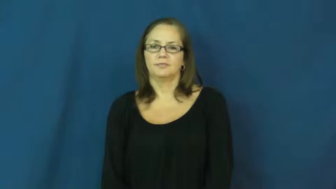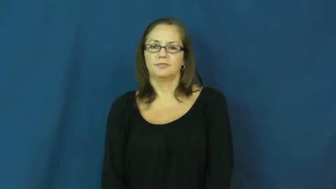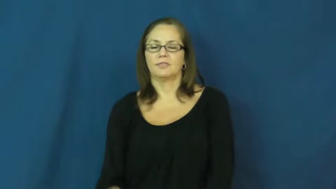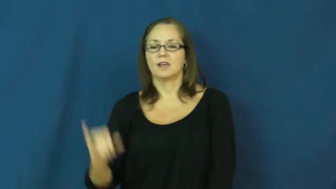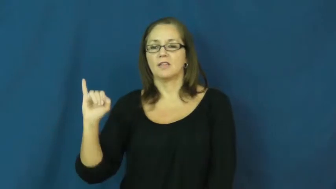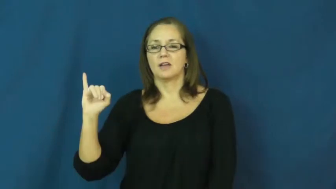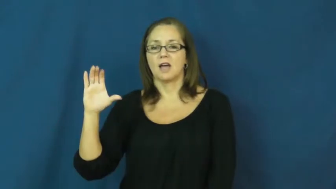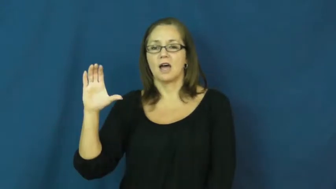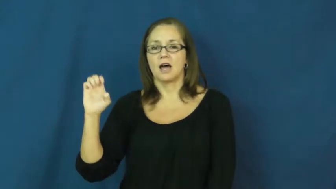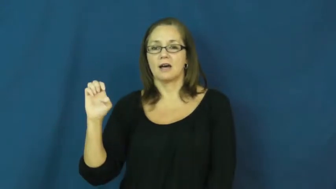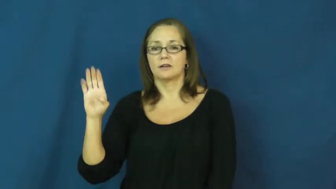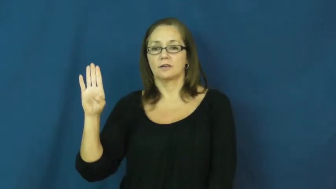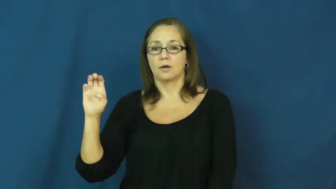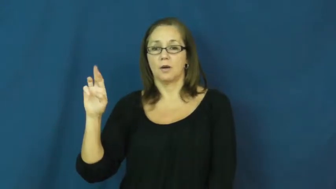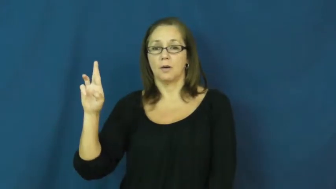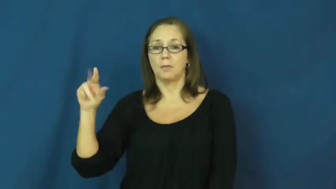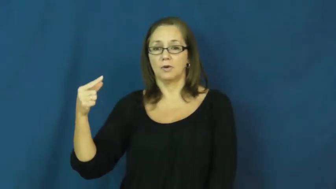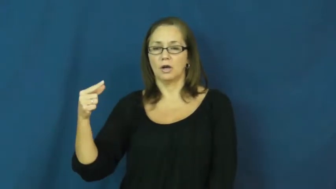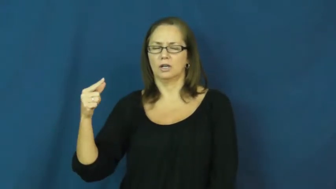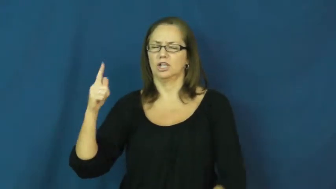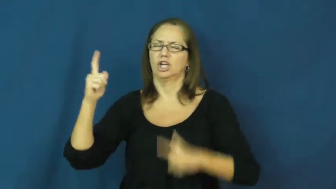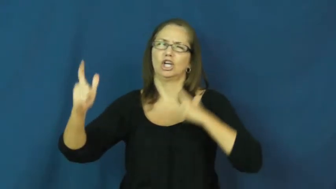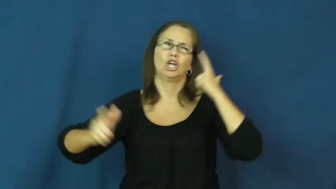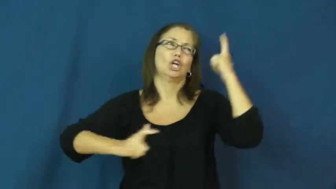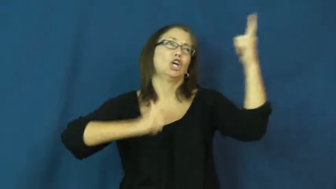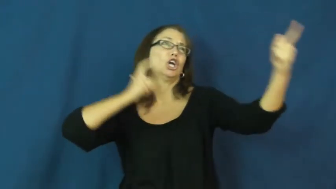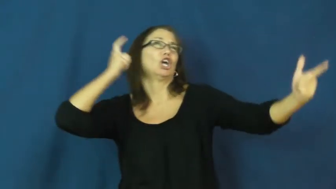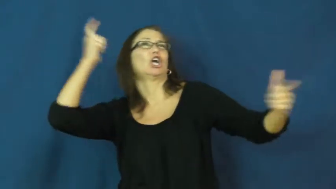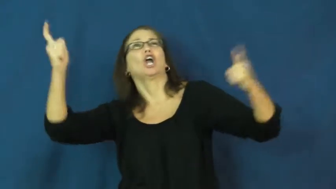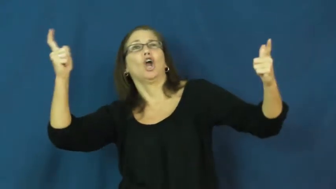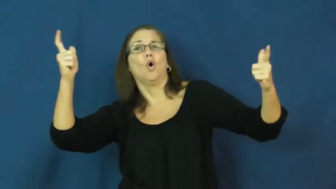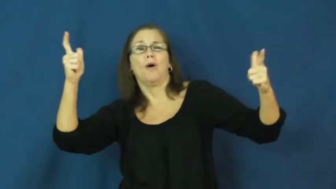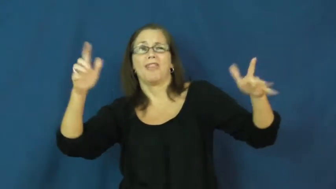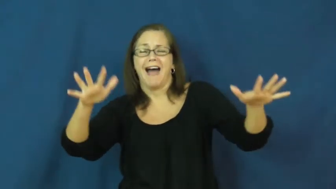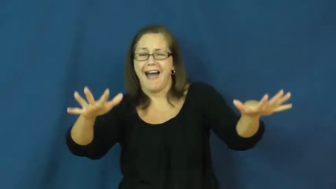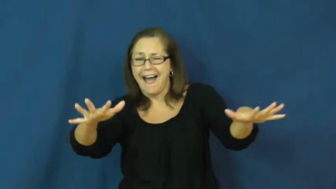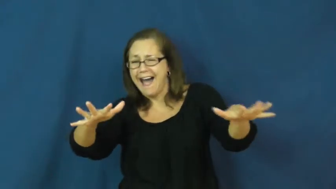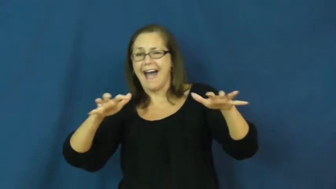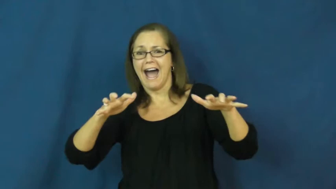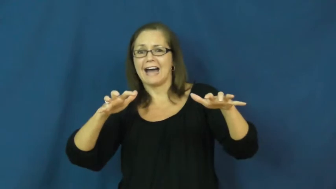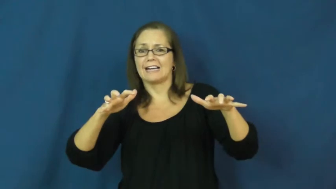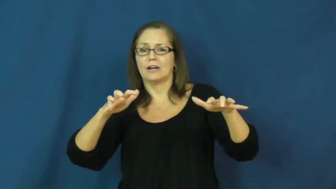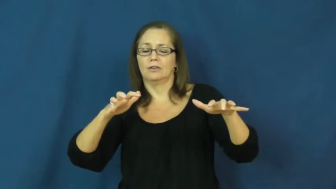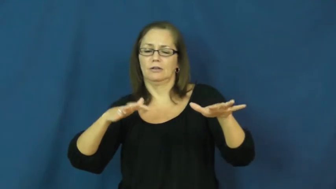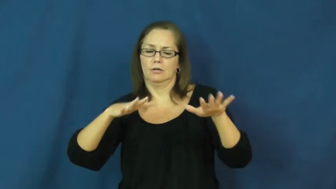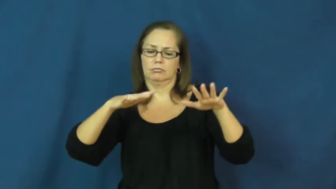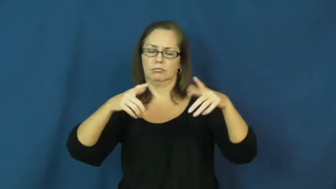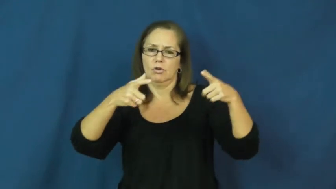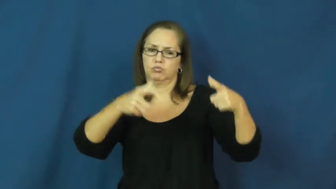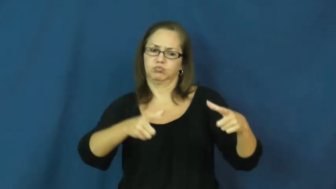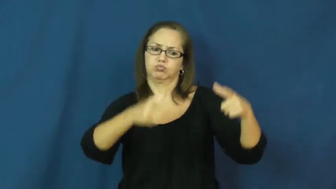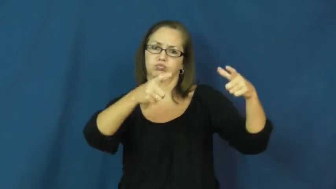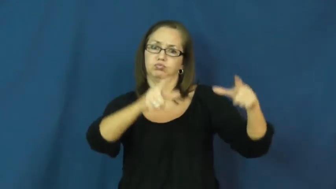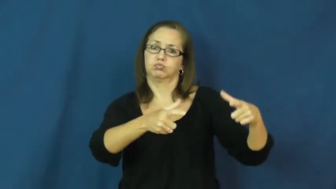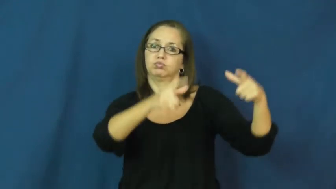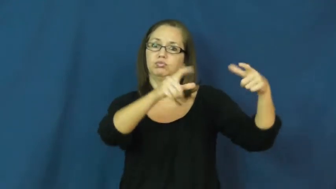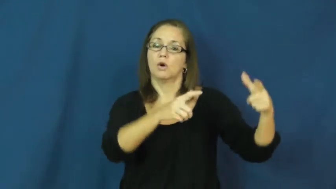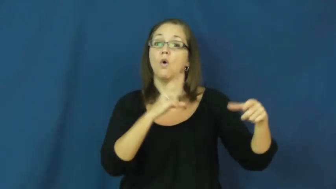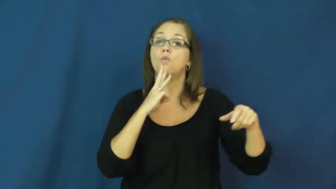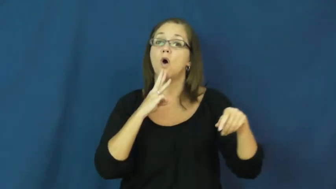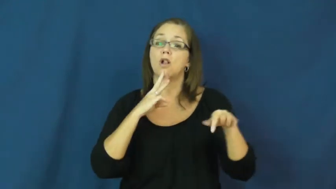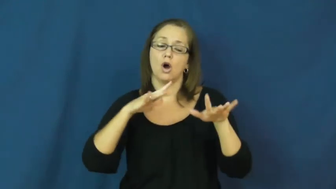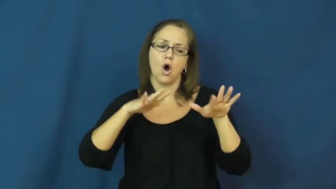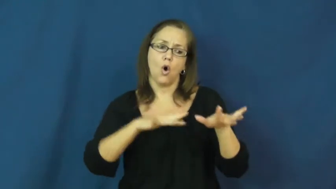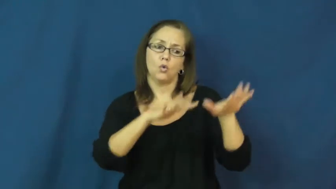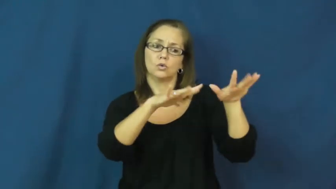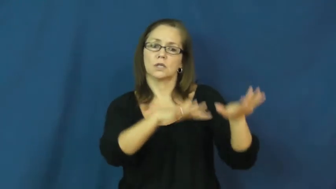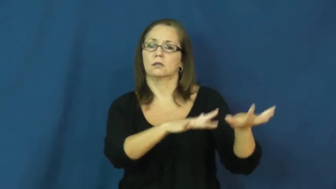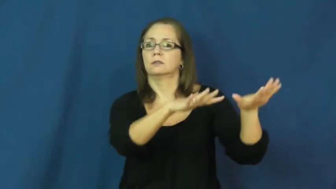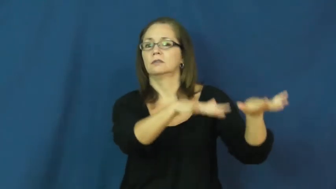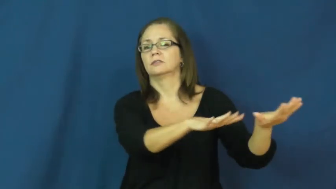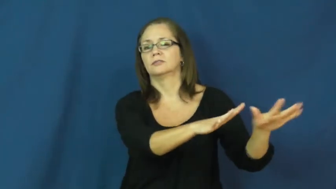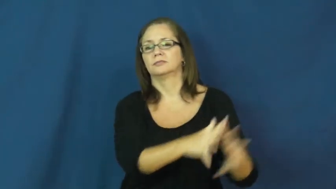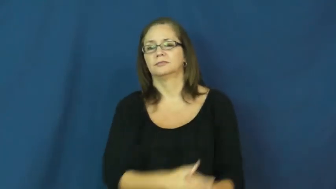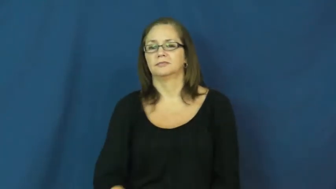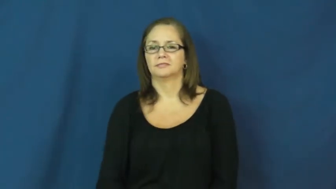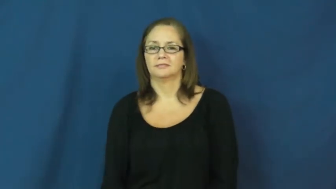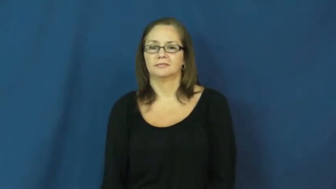iceberg